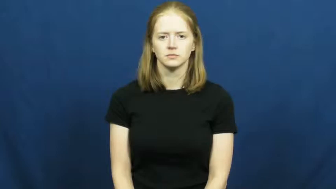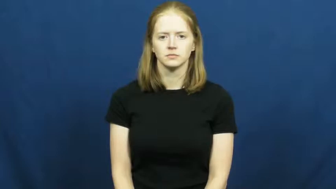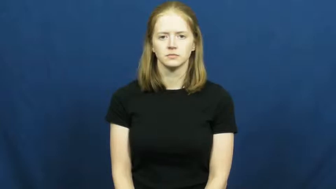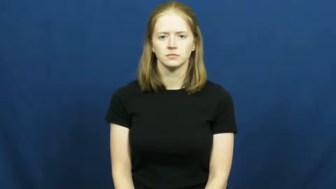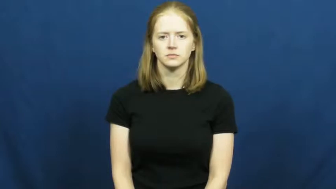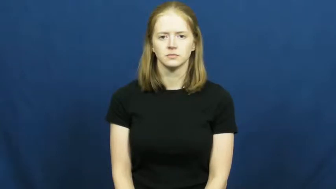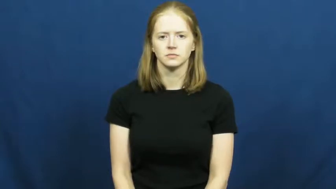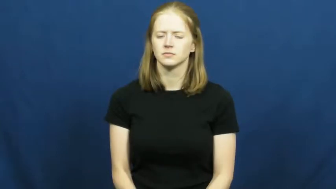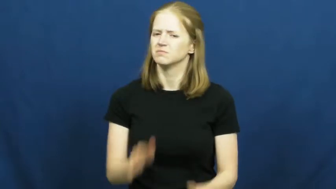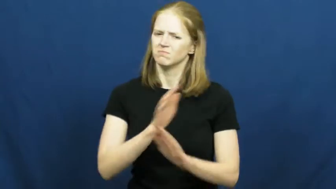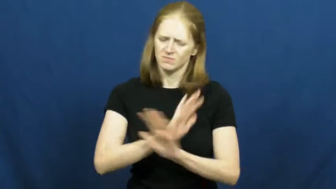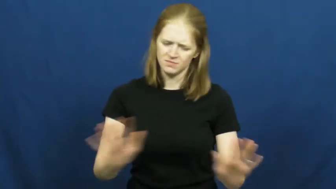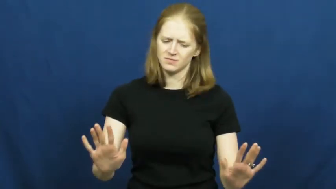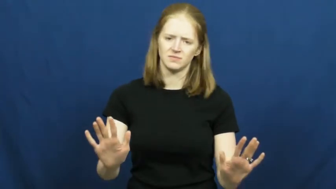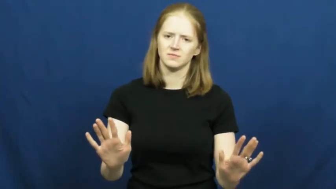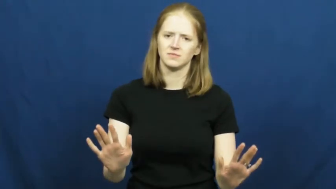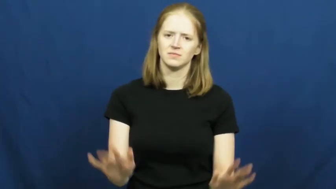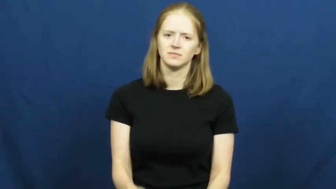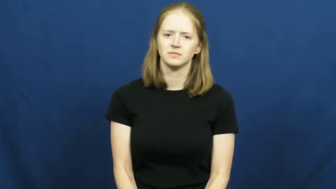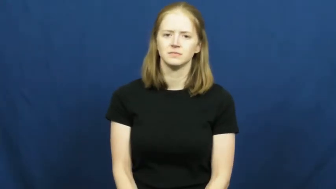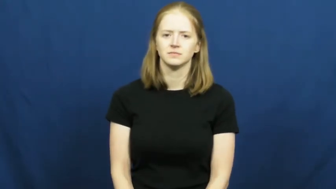on no account